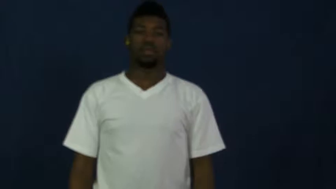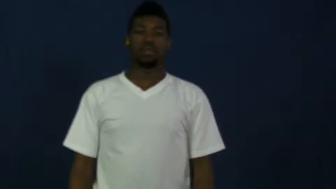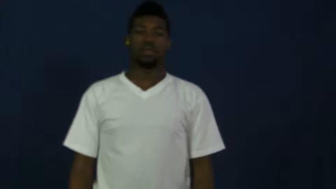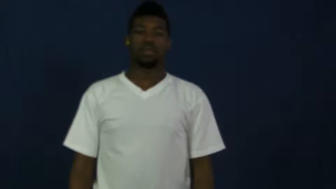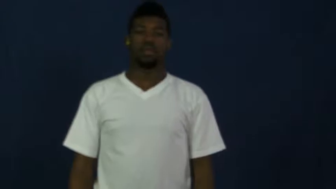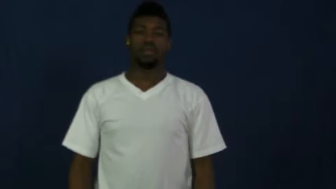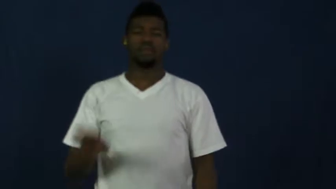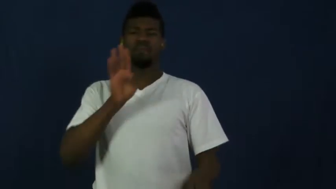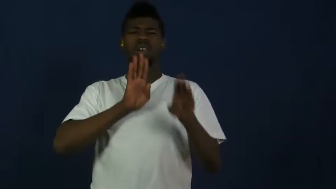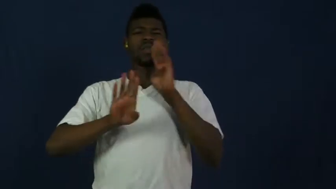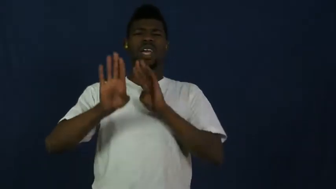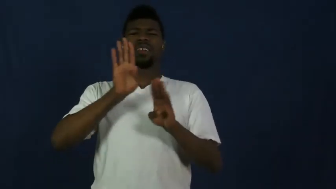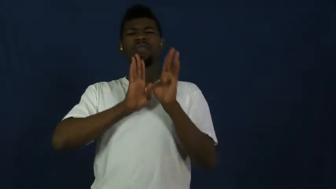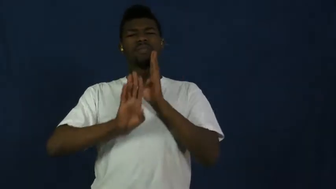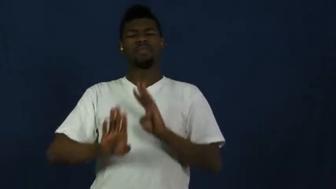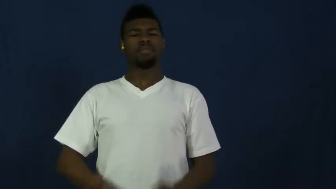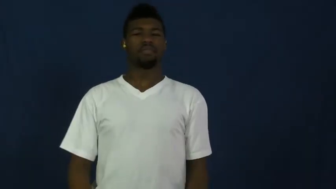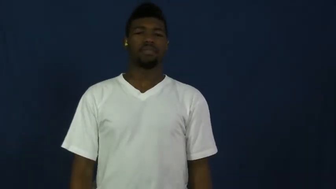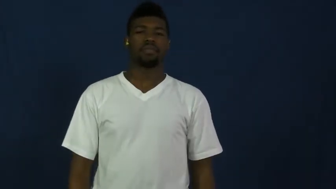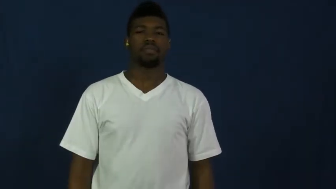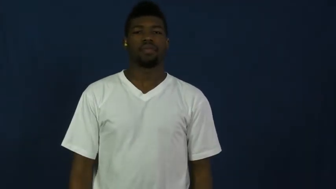frustrate,manque